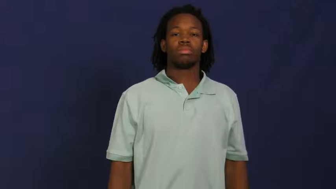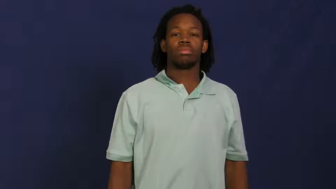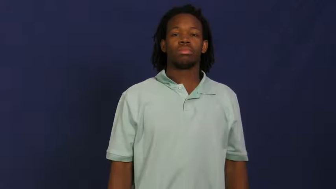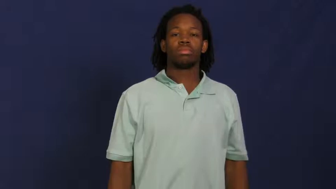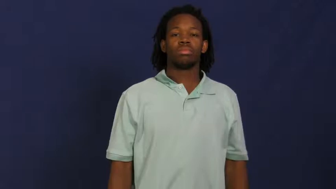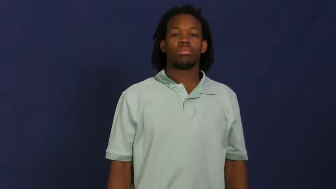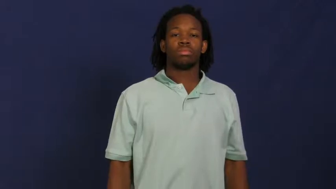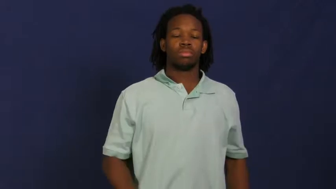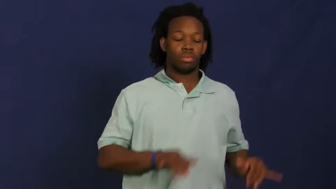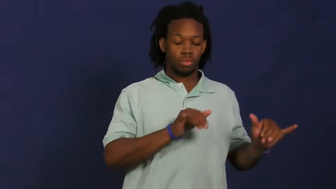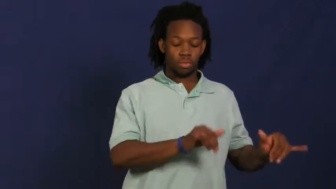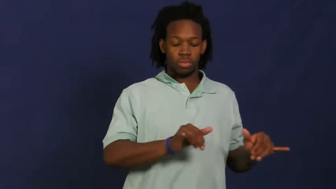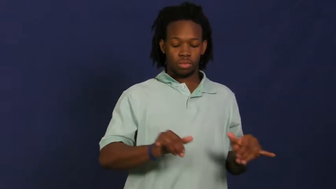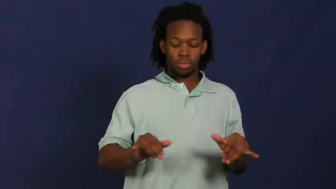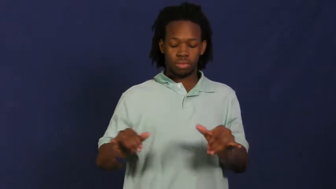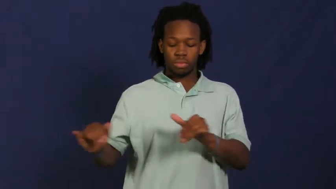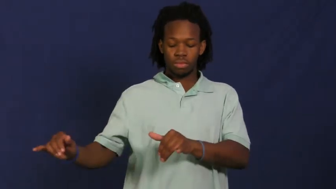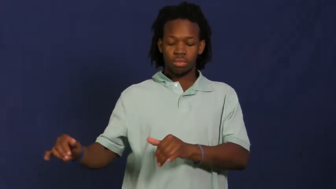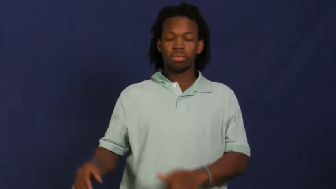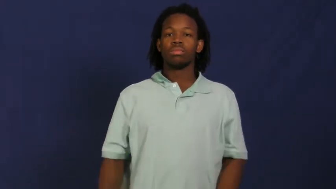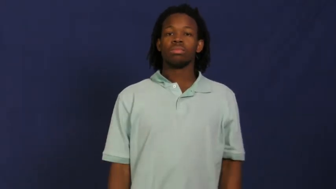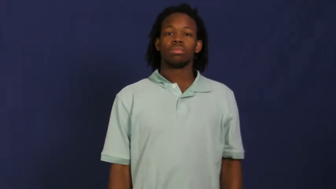pattern